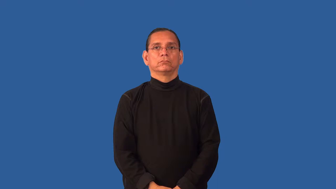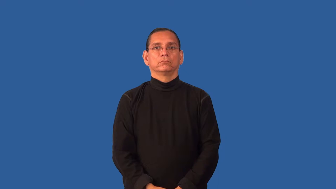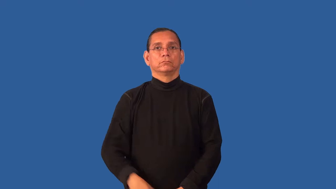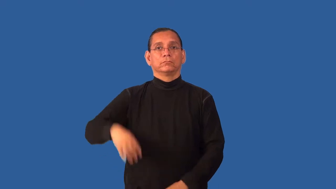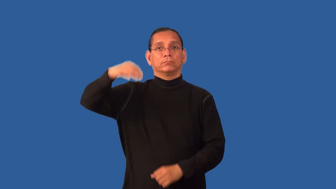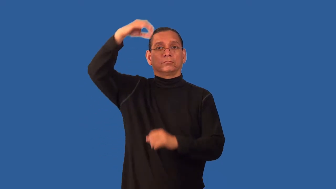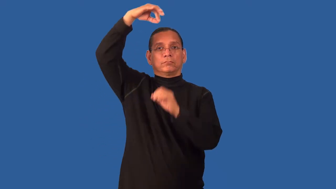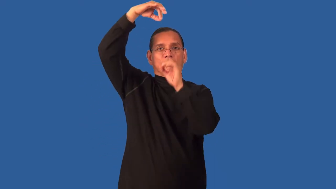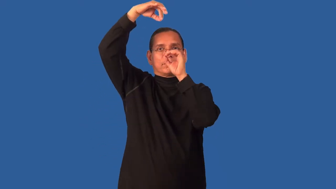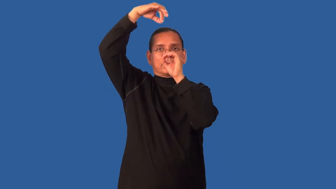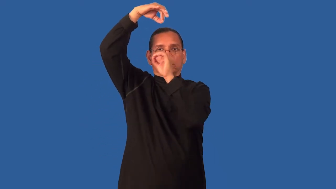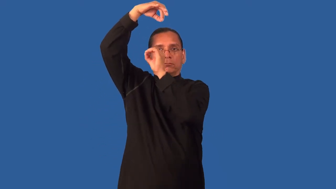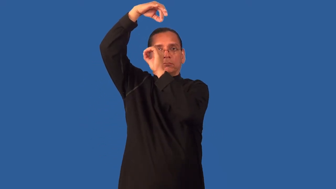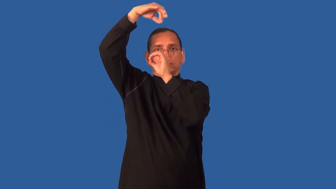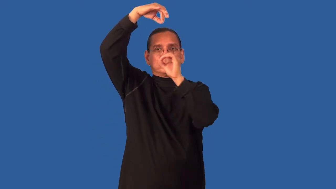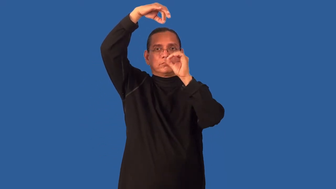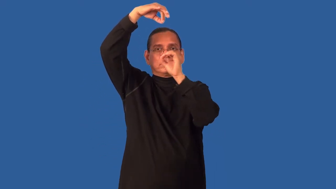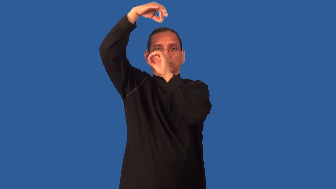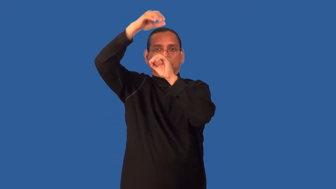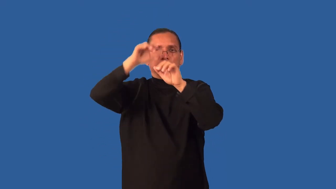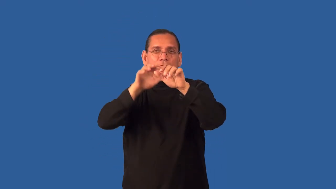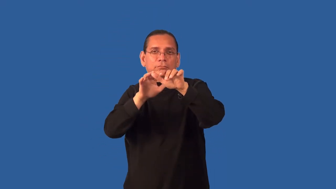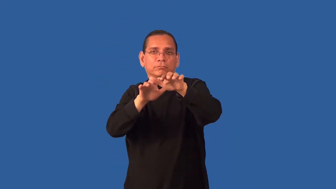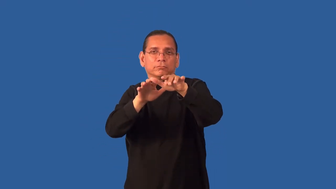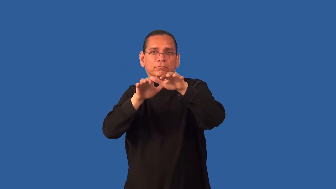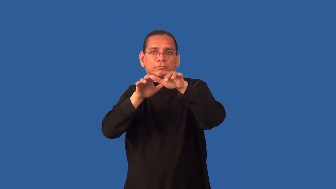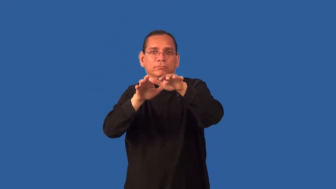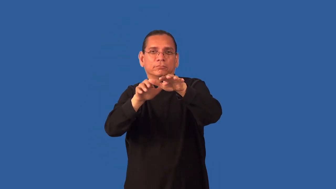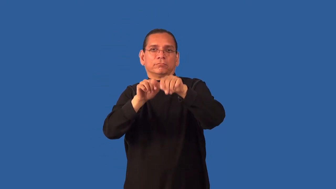entrance-hypnotize